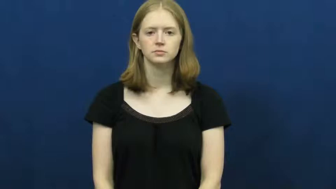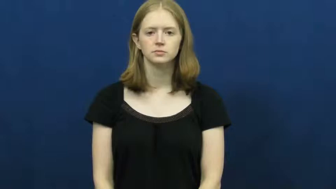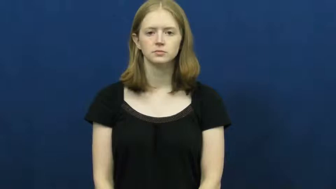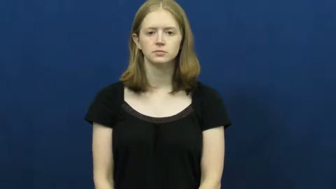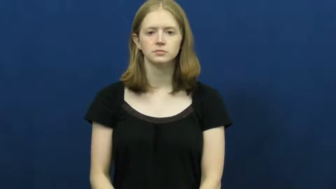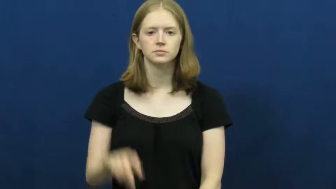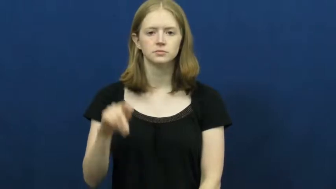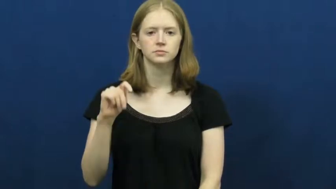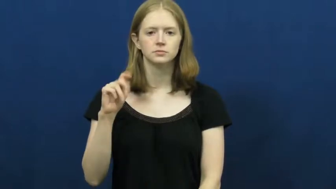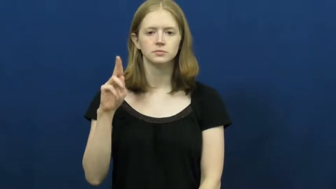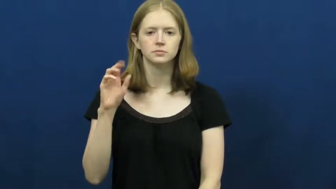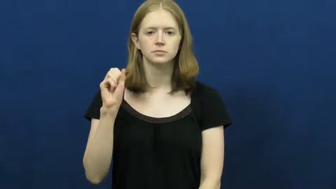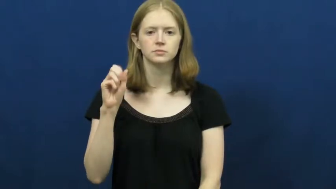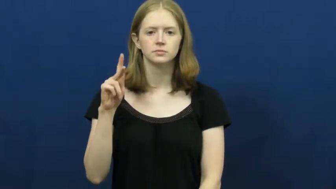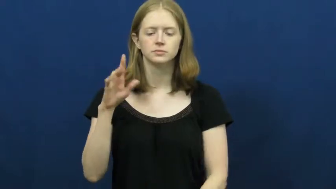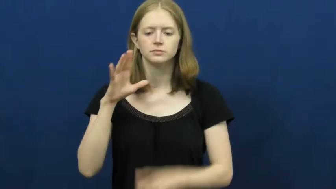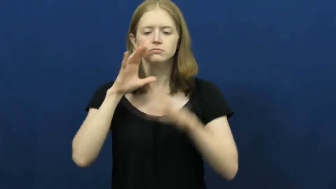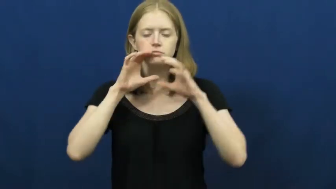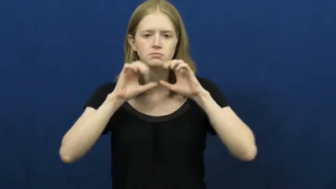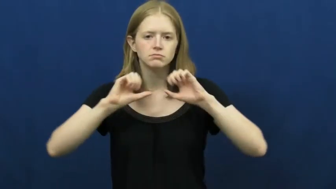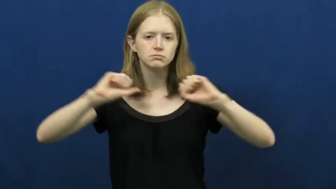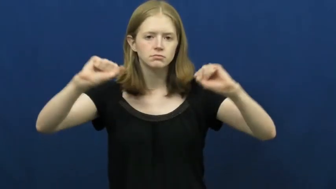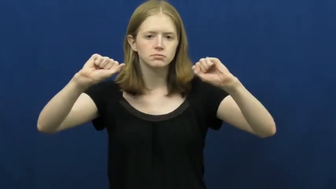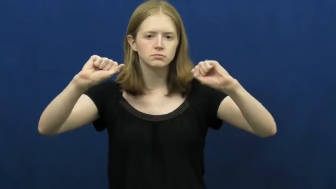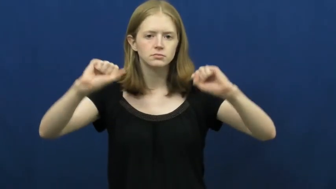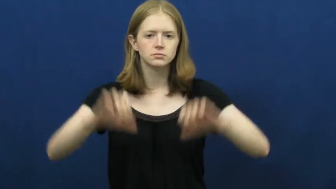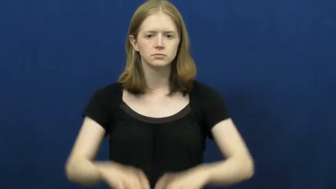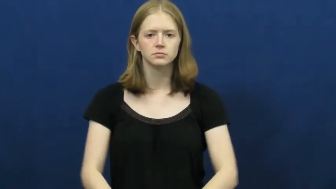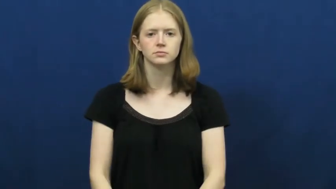tusk